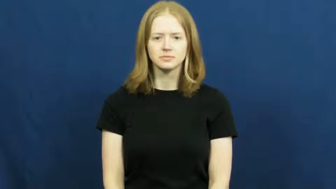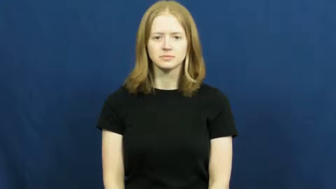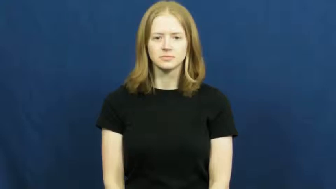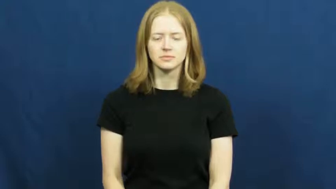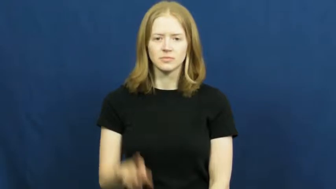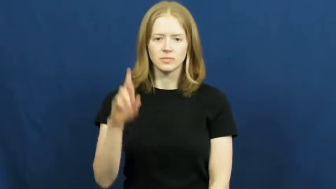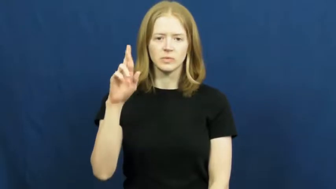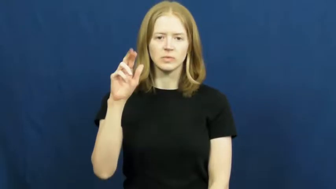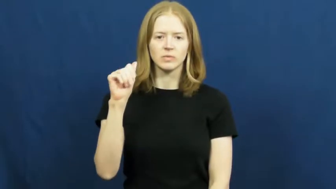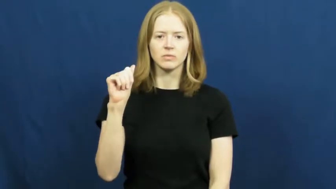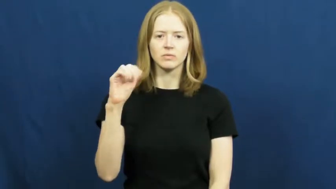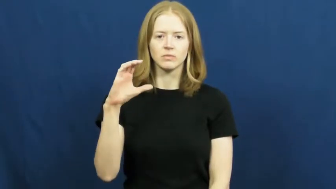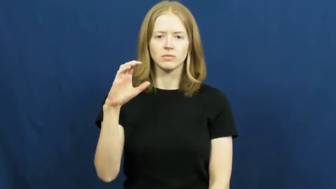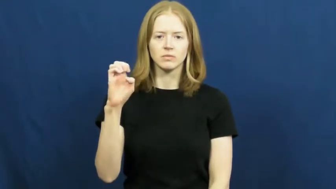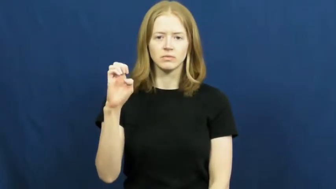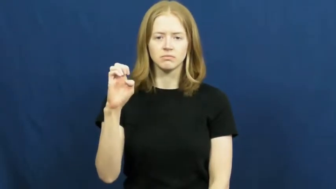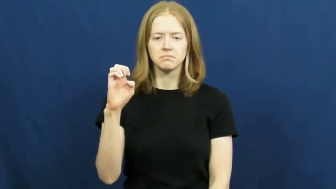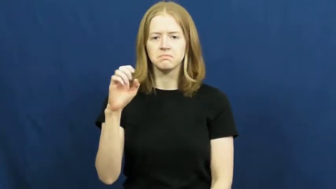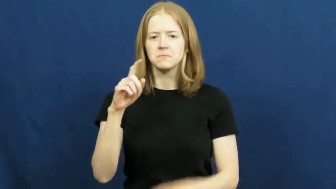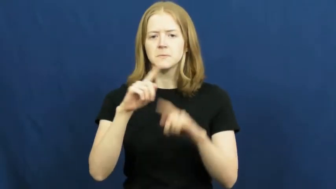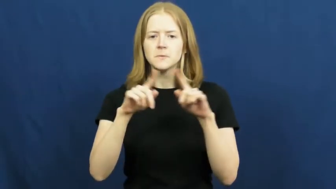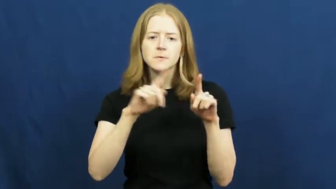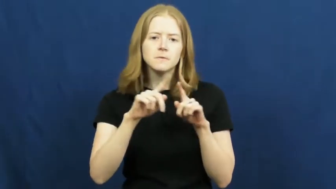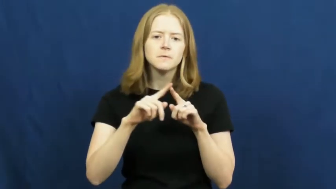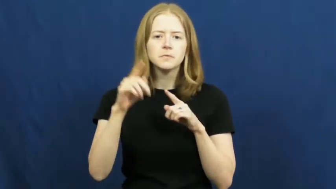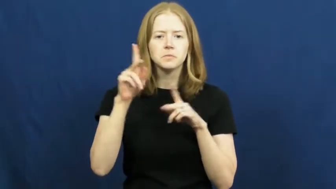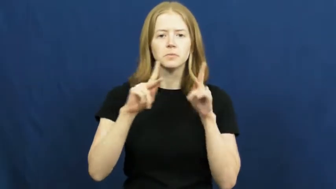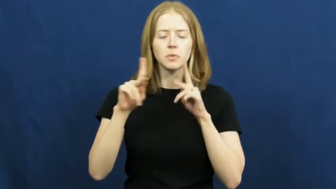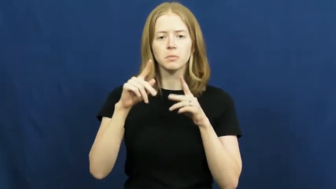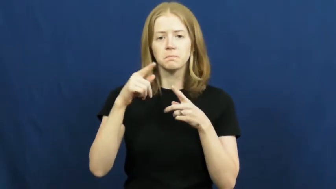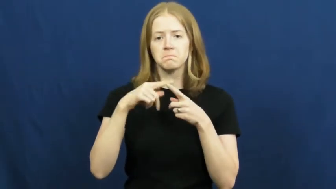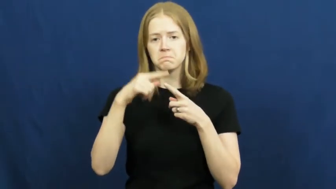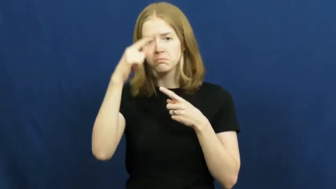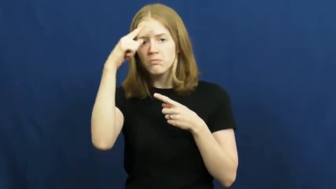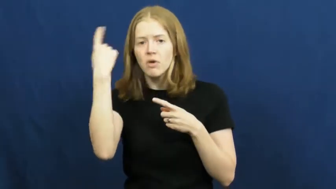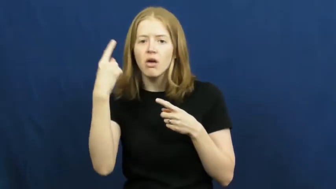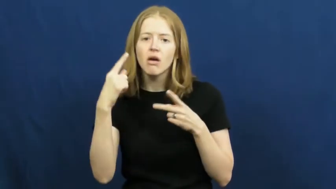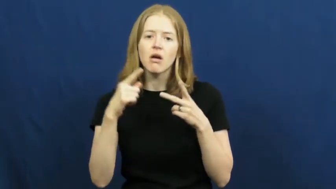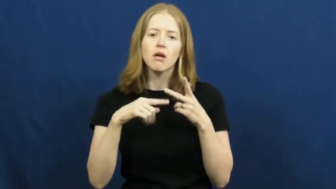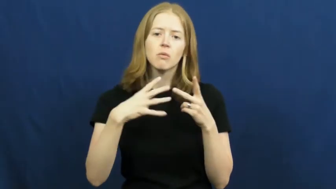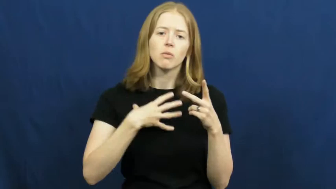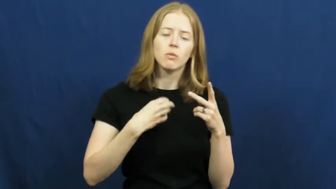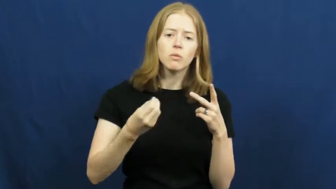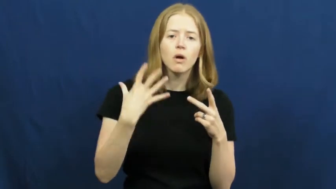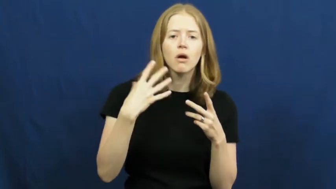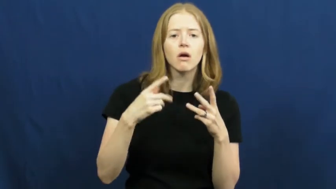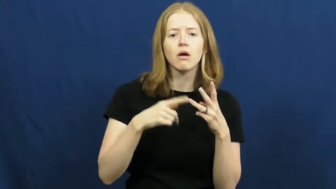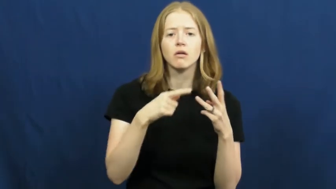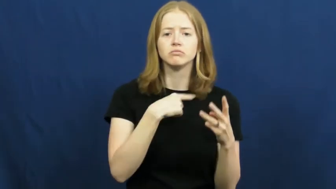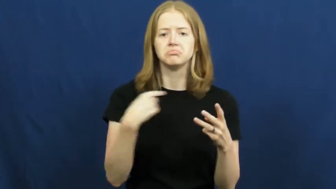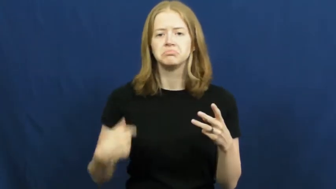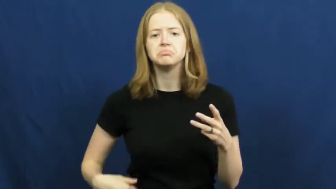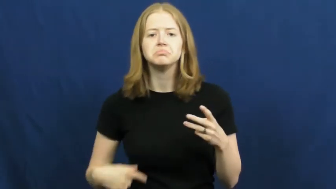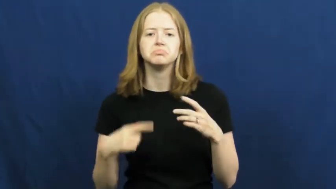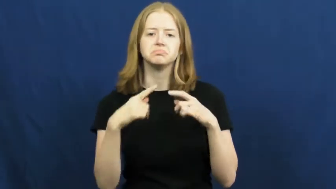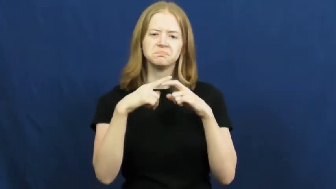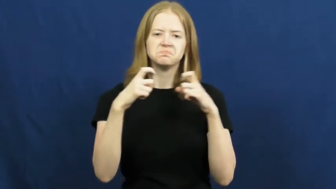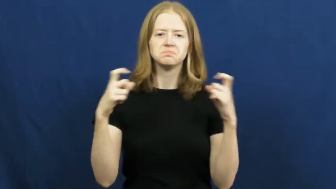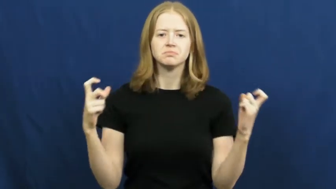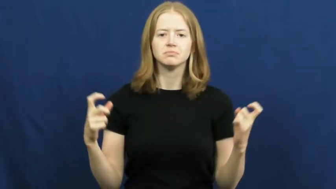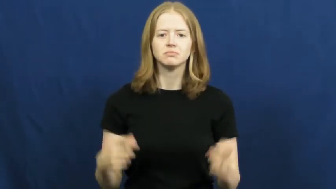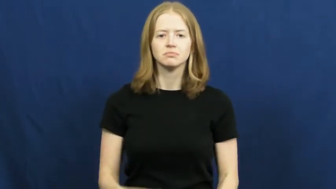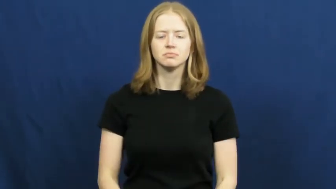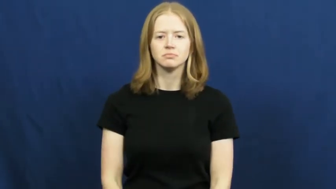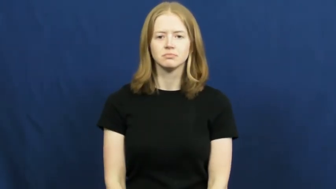race-ethnicity